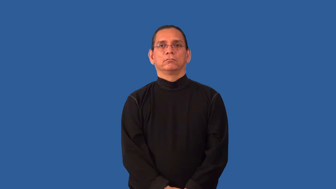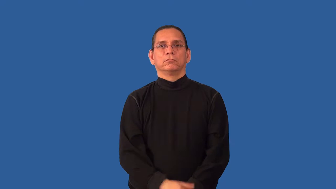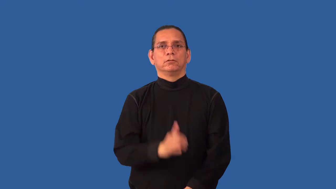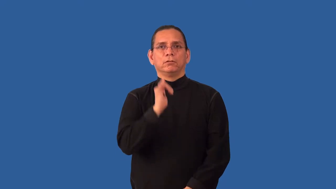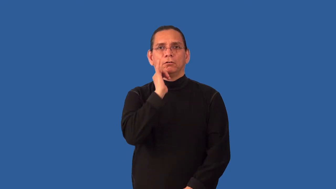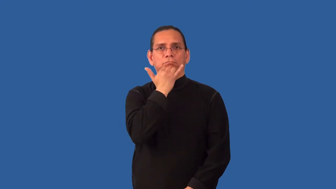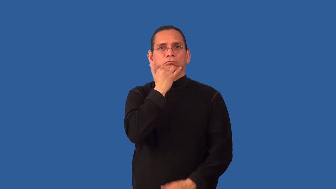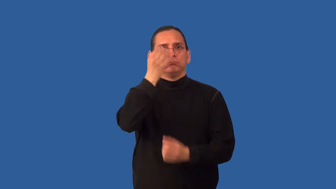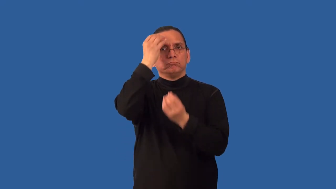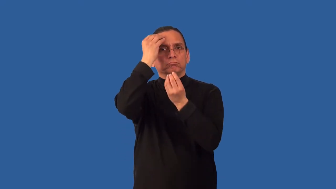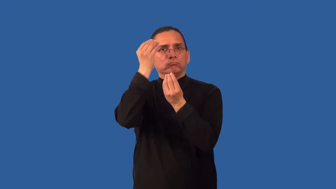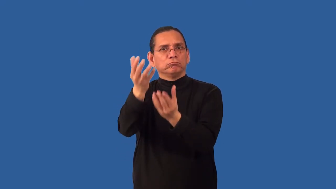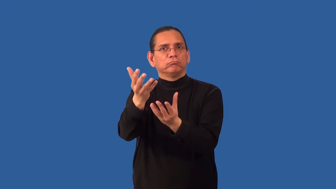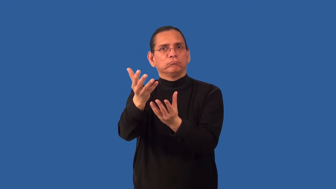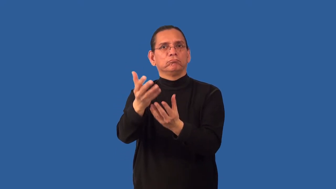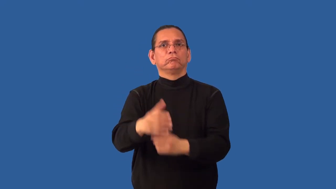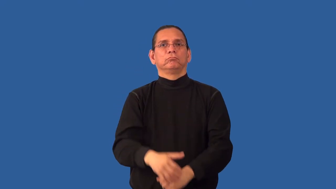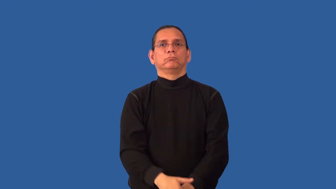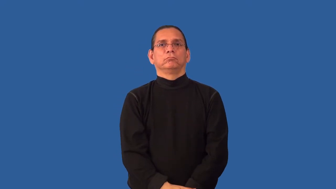misinform,misdirect